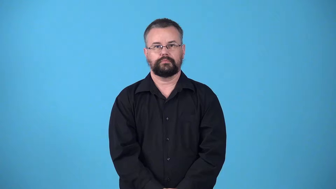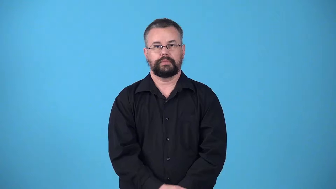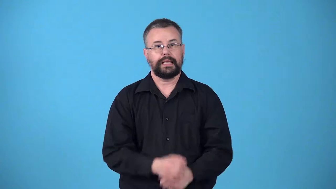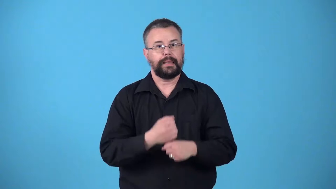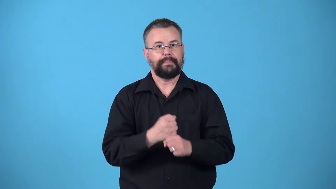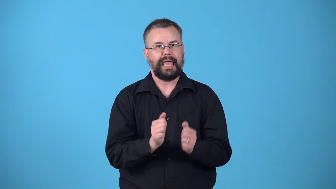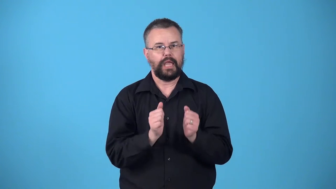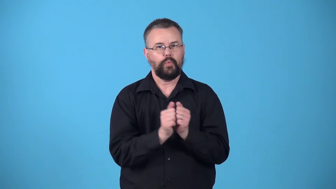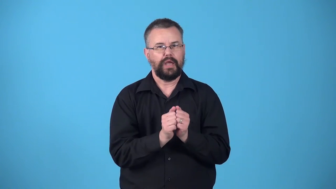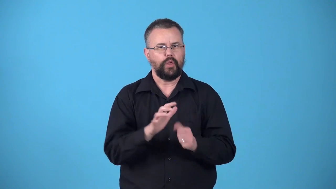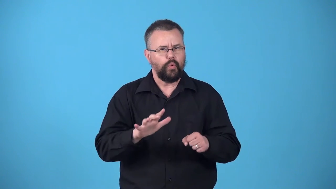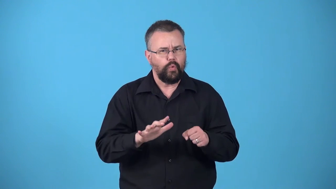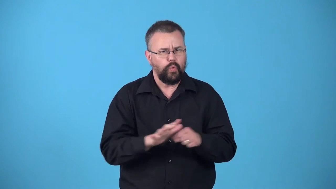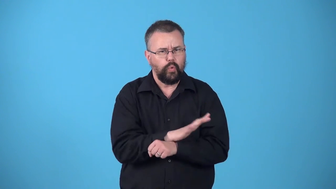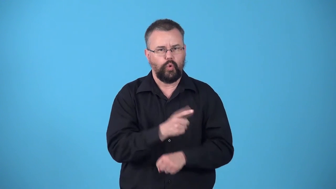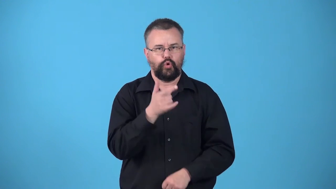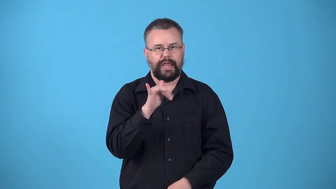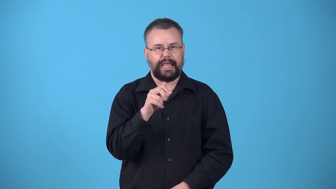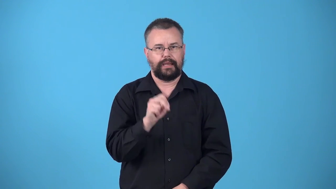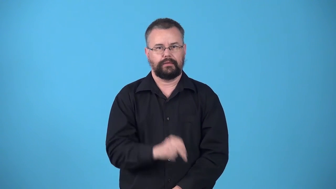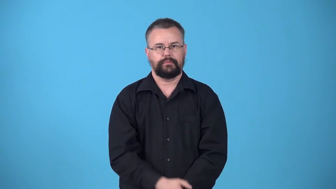wholegrain